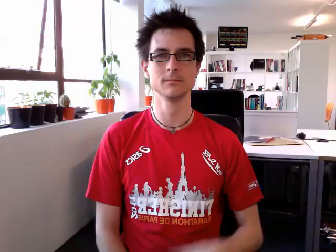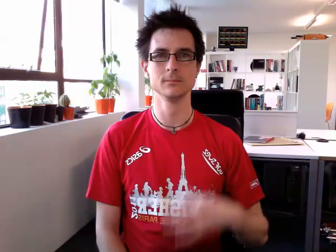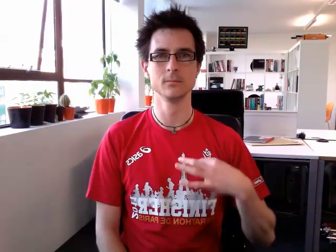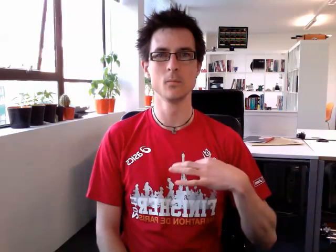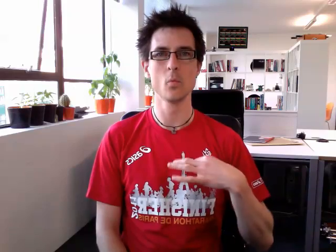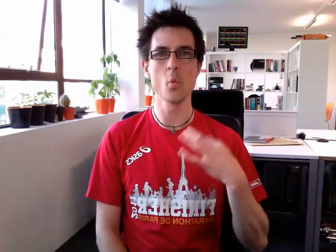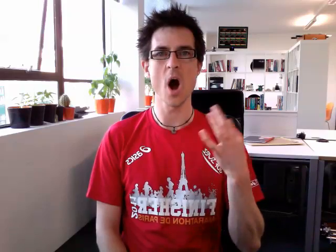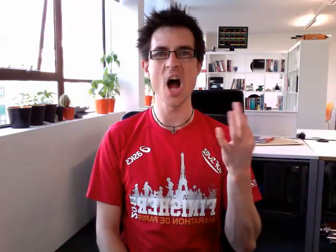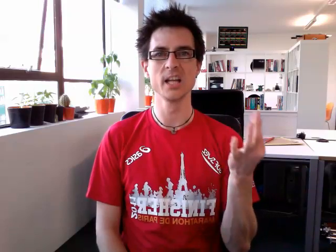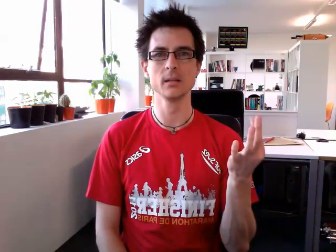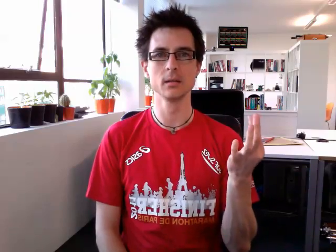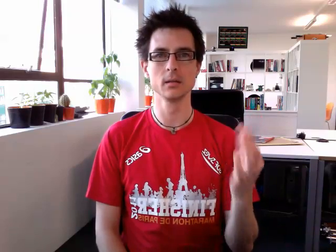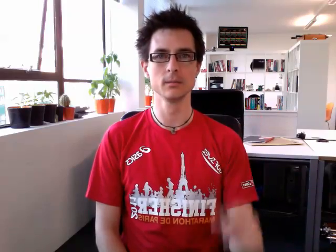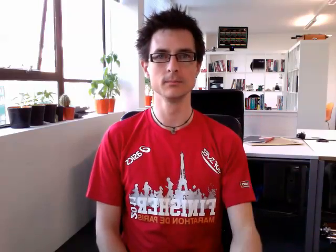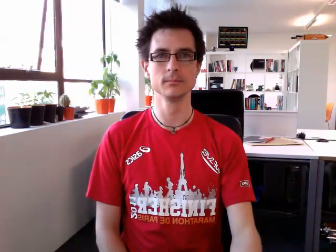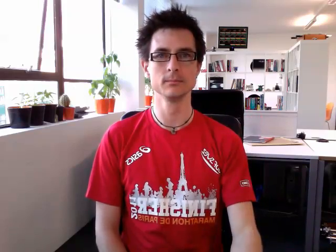white (alternative)